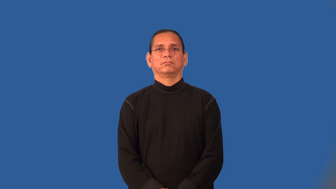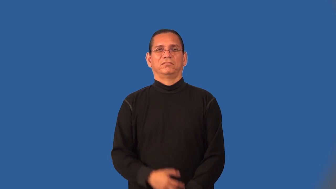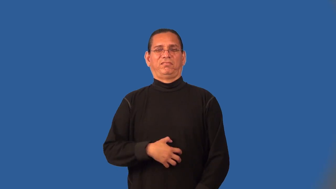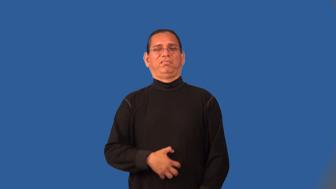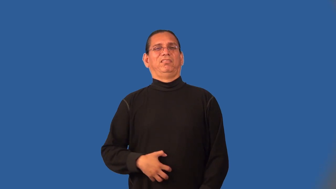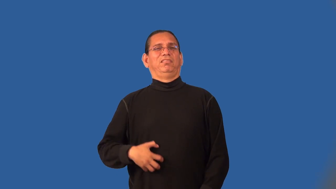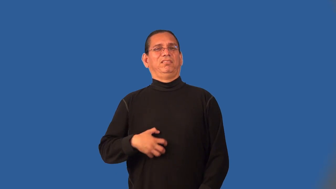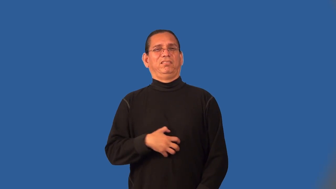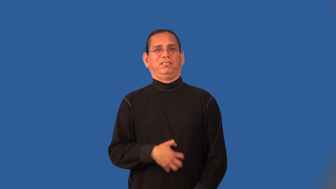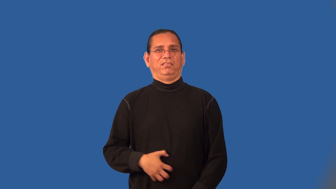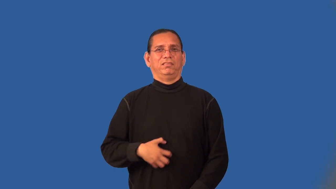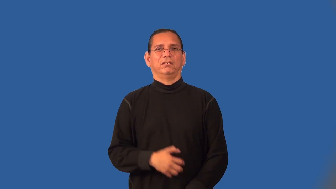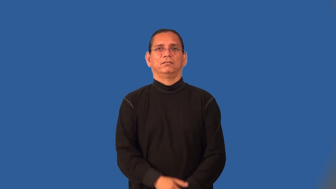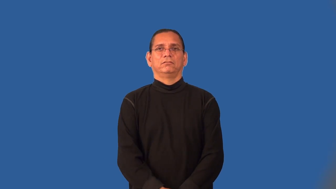nasty,scummy,sickeningly